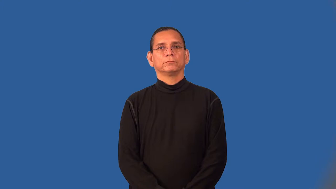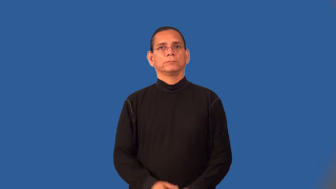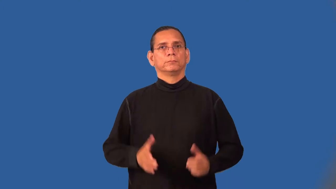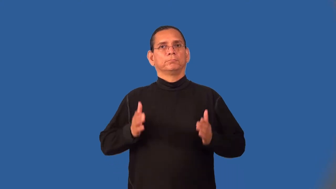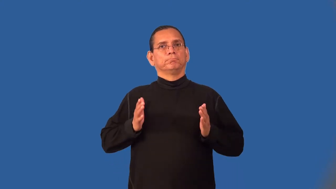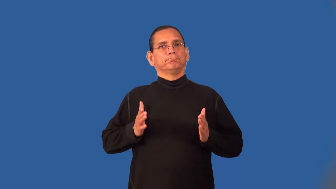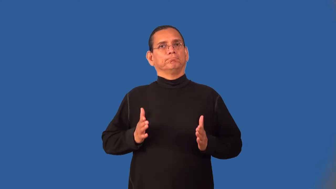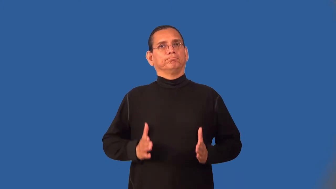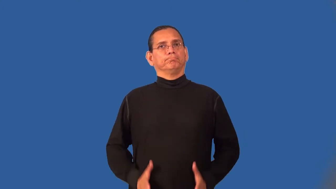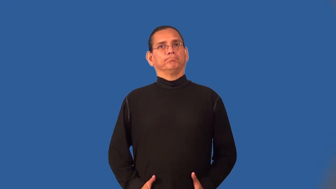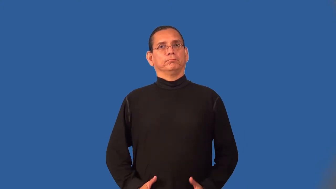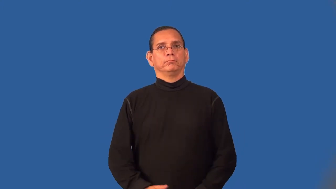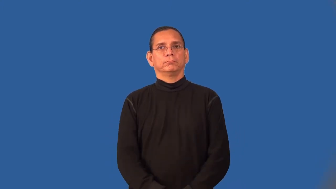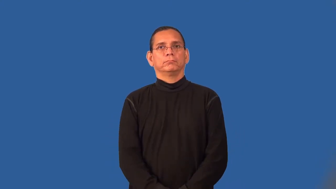slim-thin